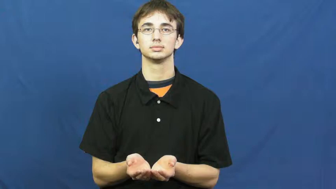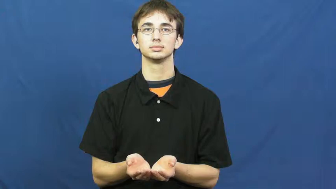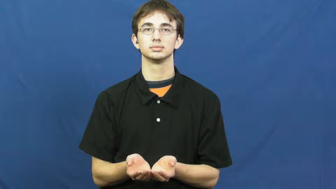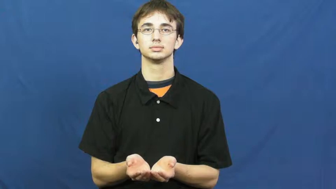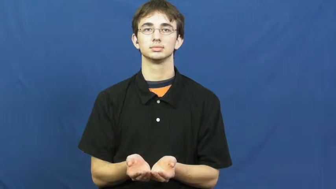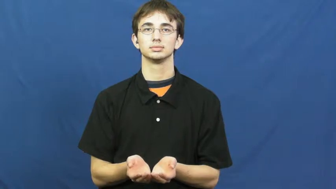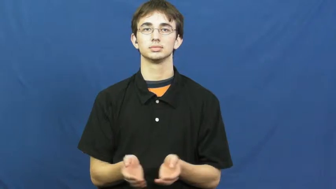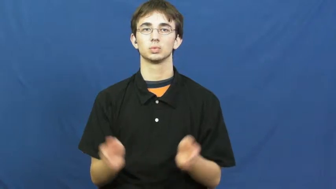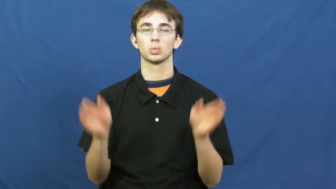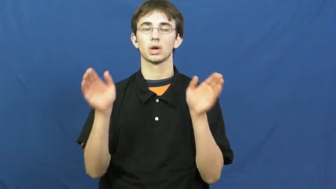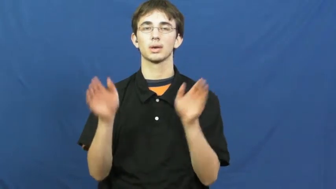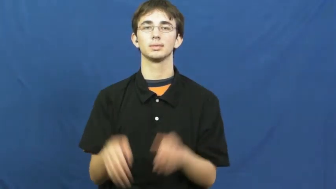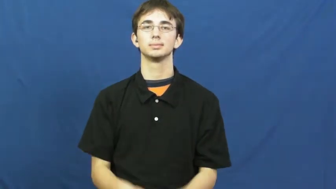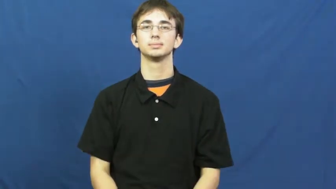crock